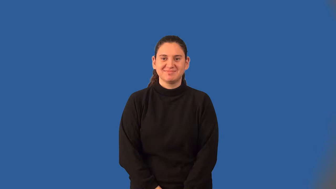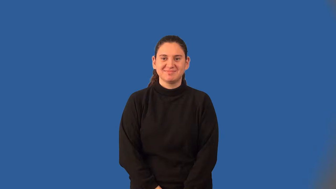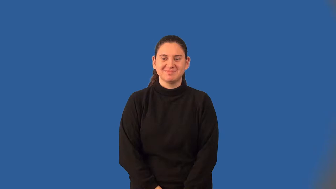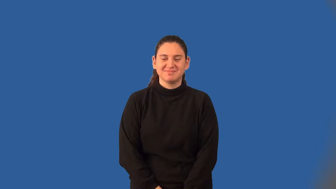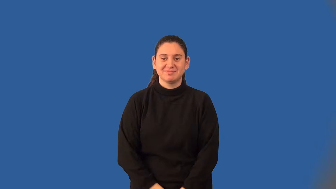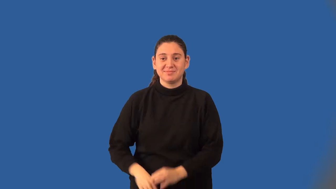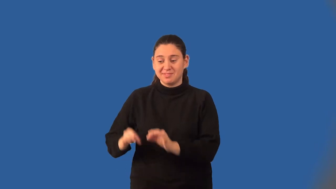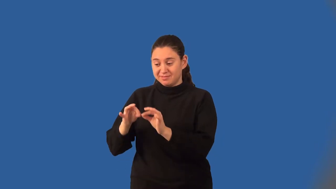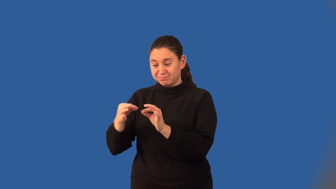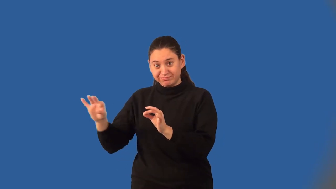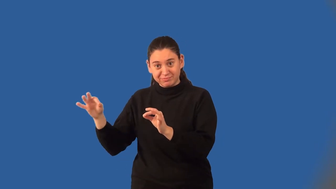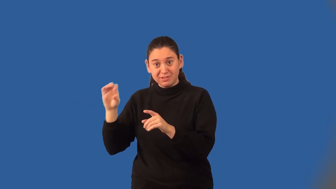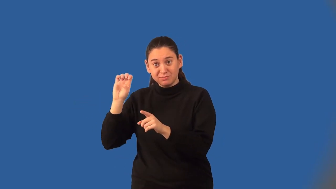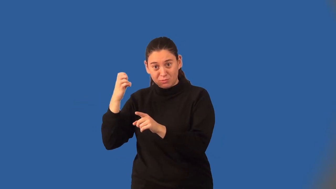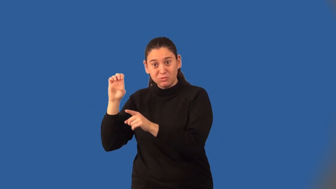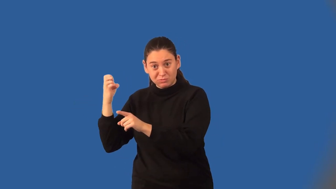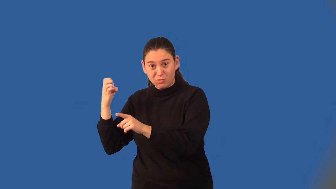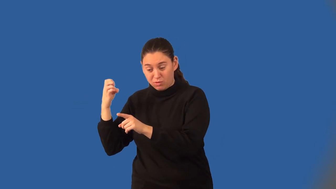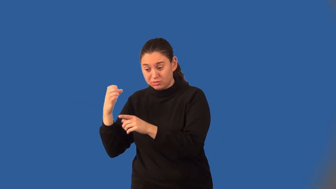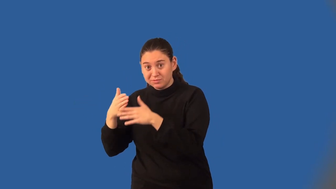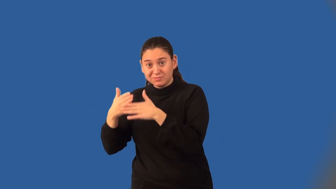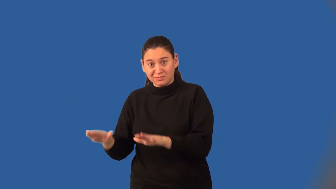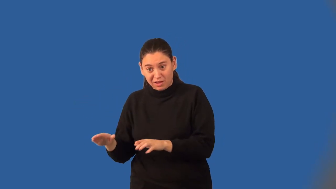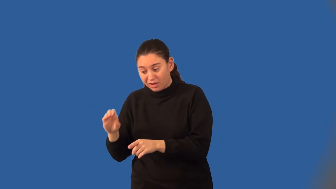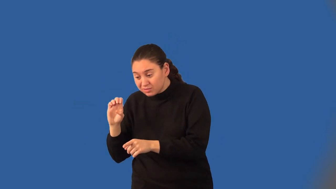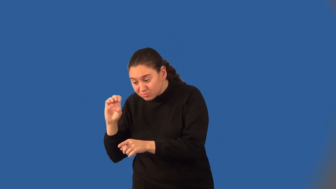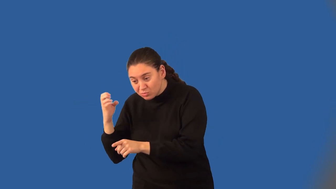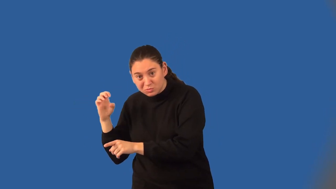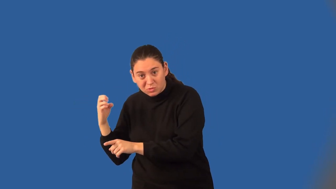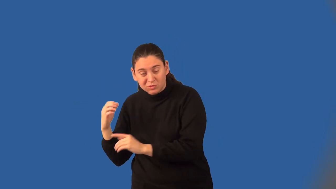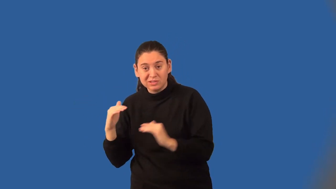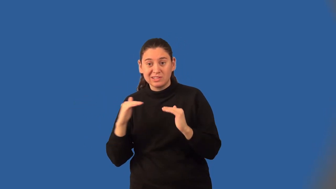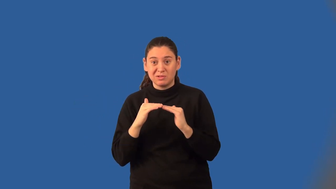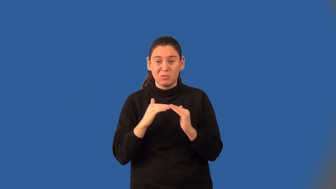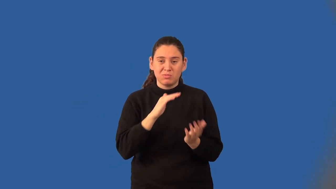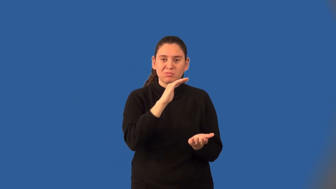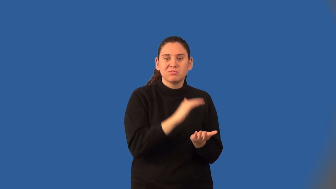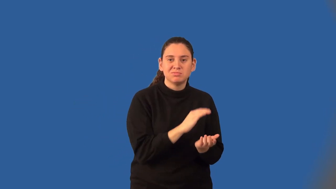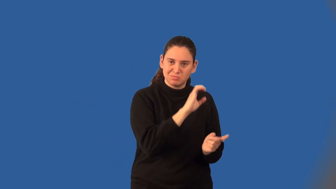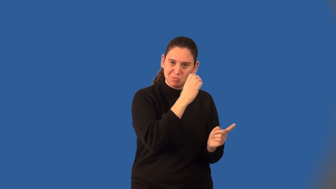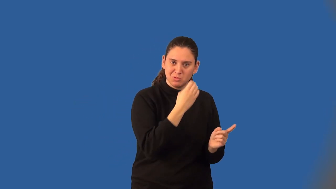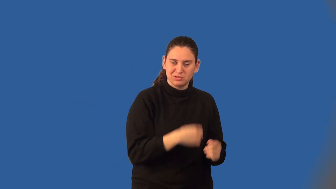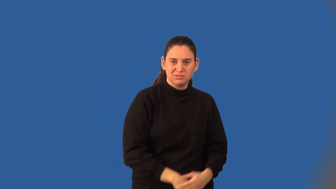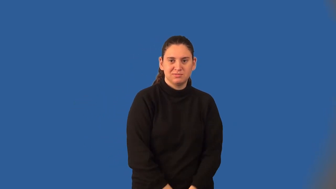depressed polynomial